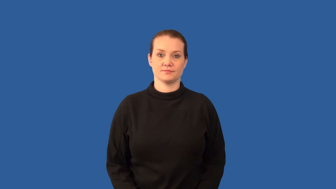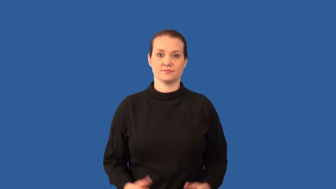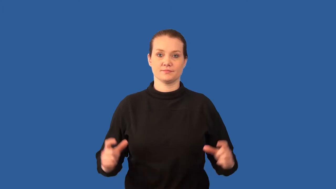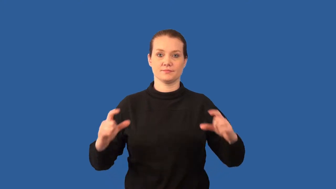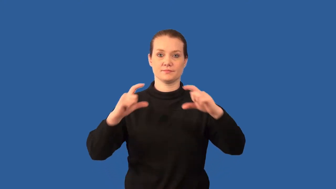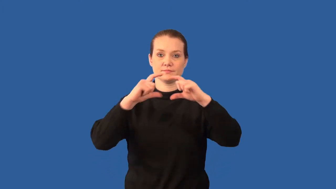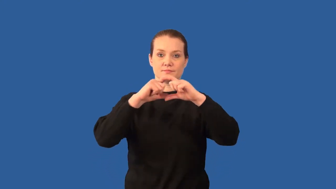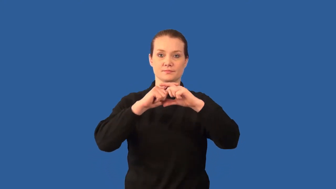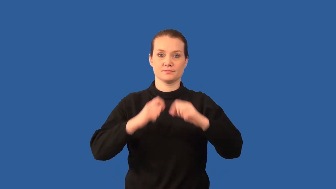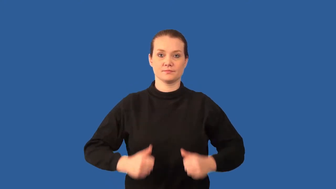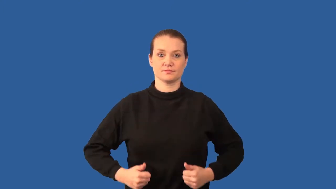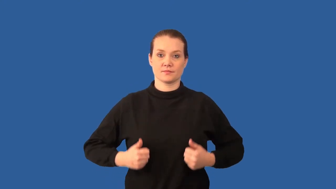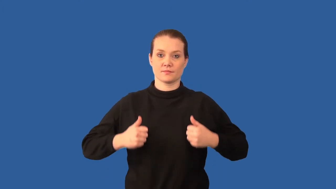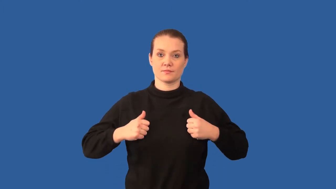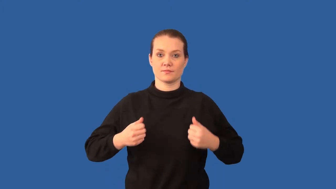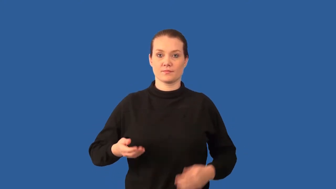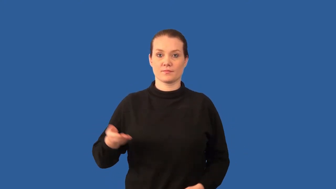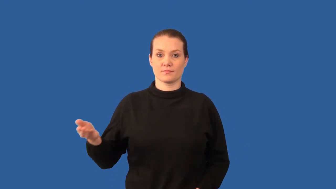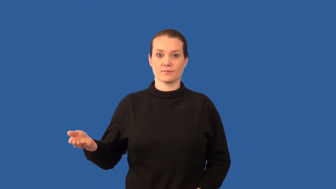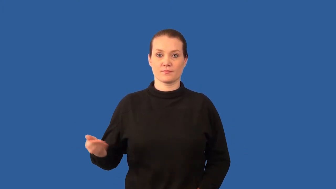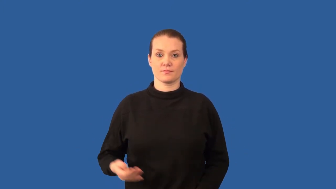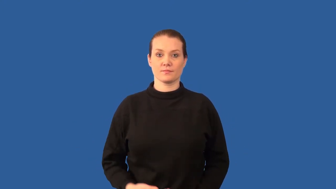microorganisms